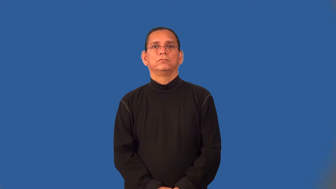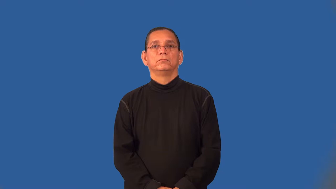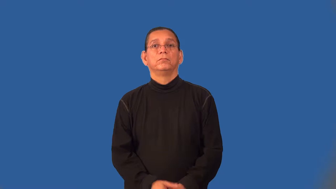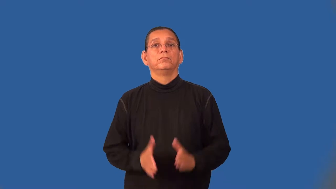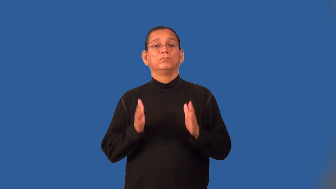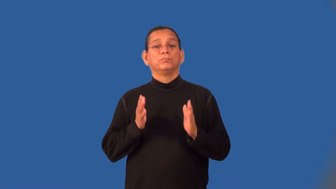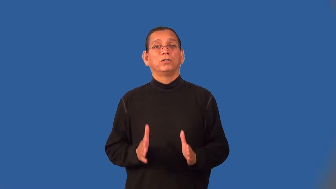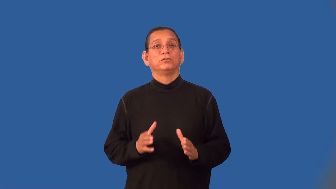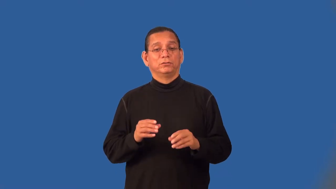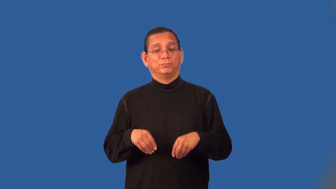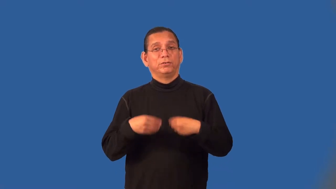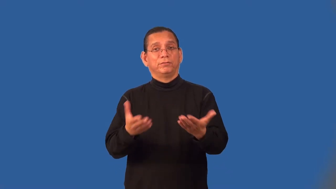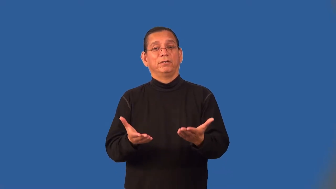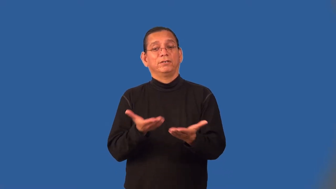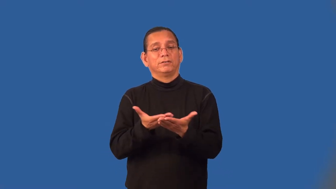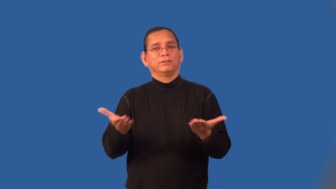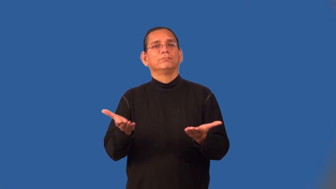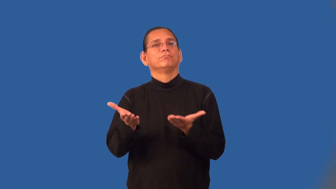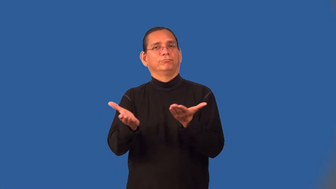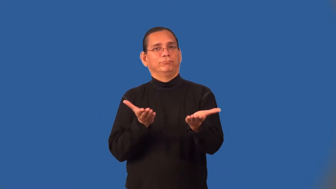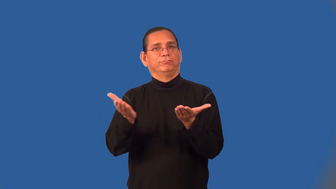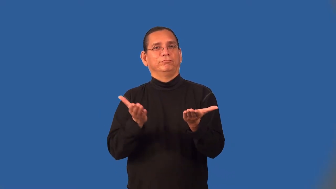supplier